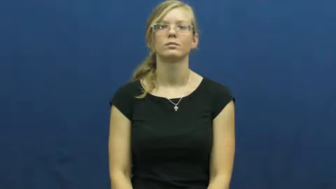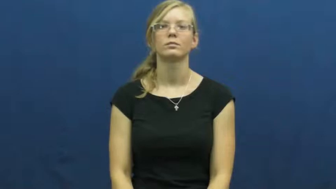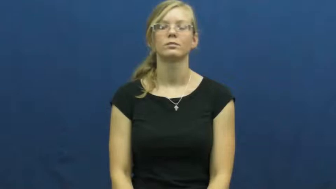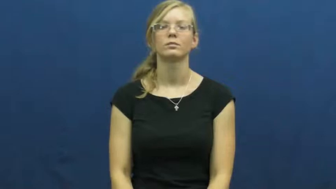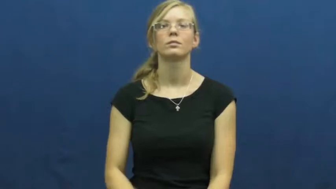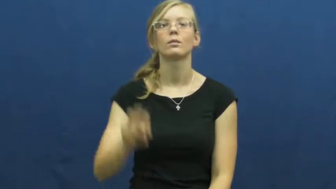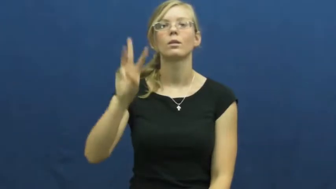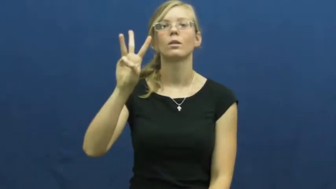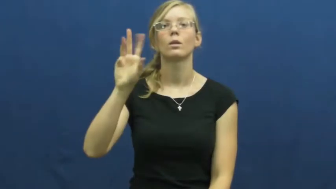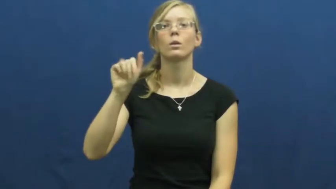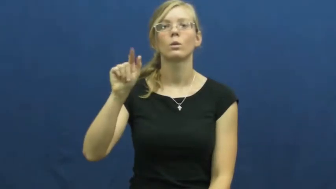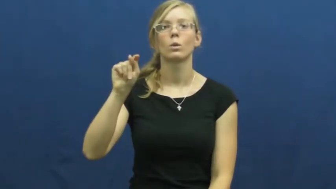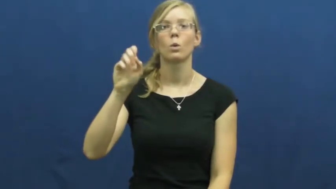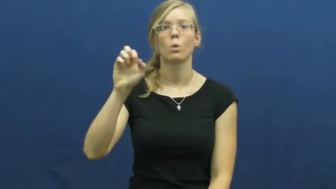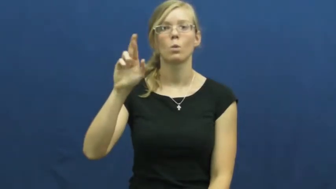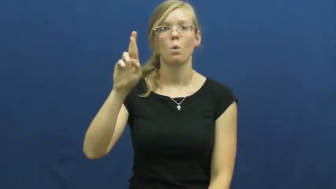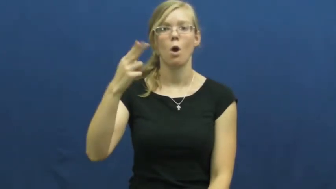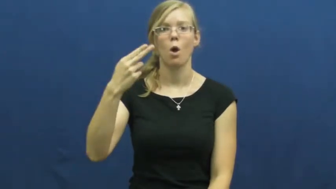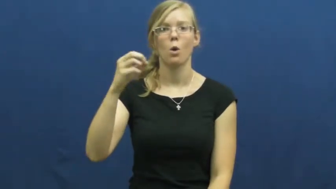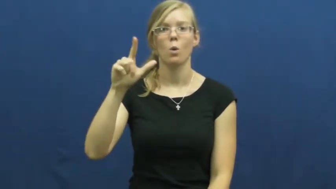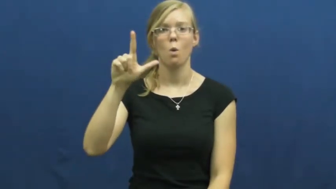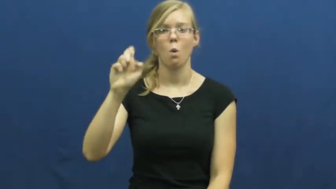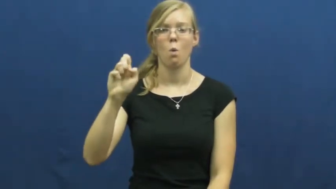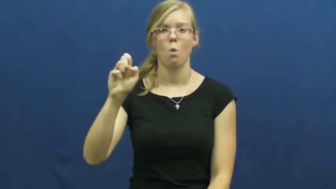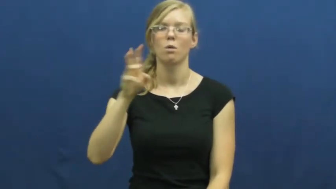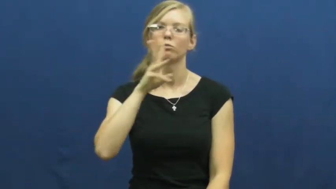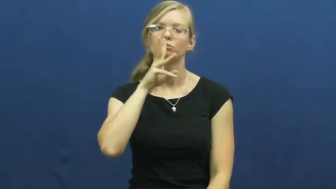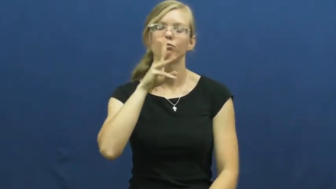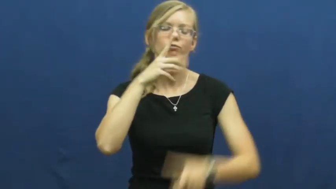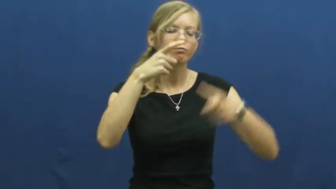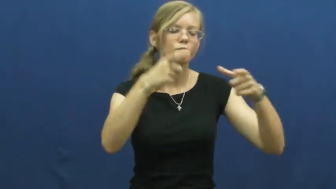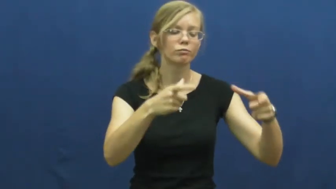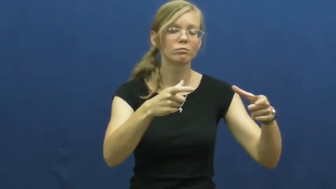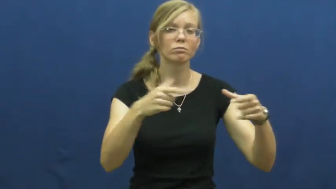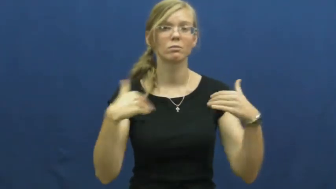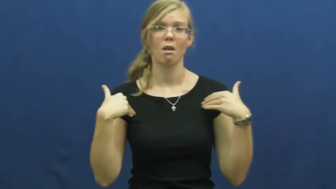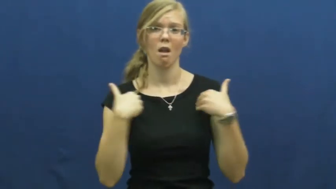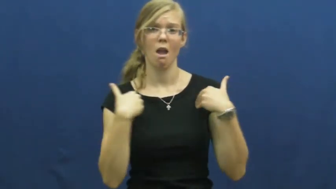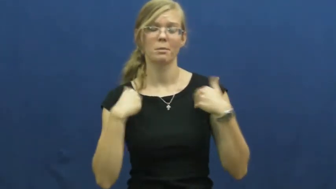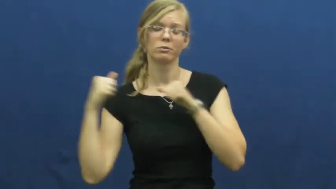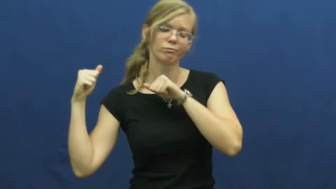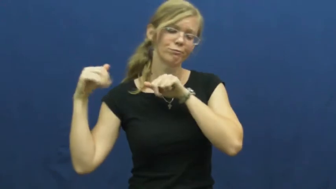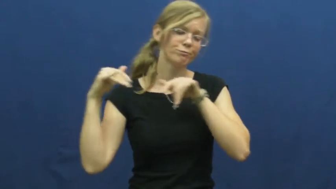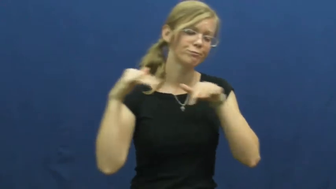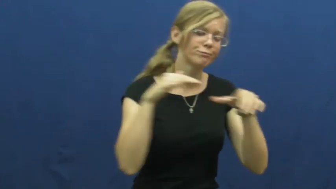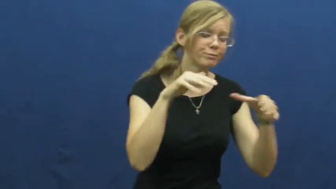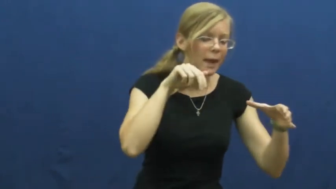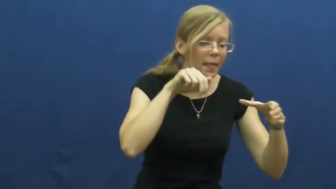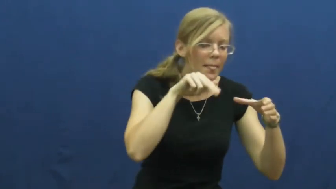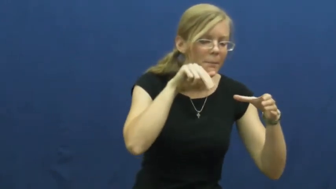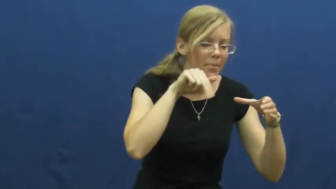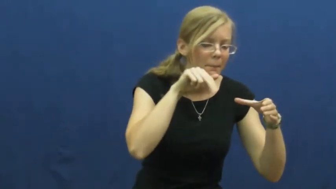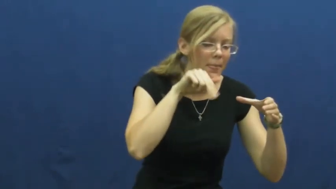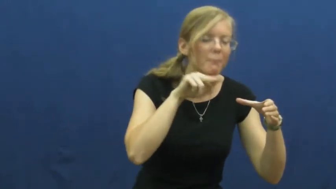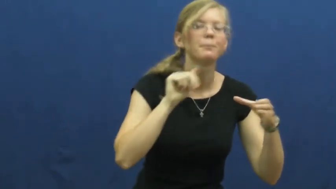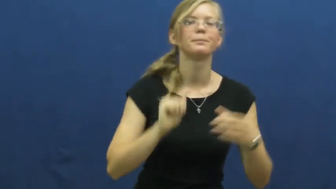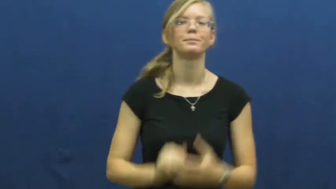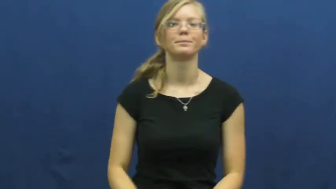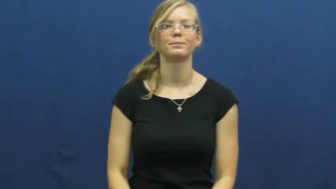waterhole